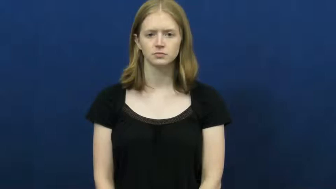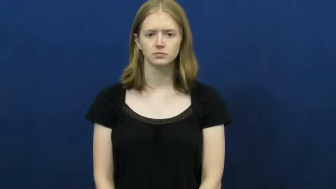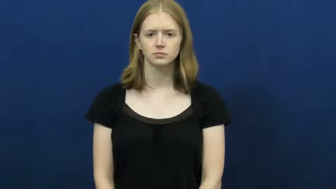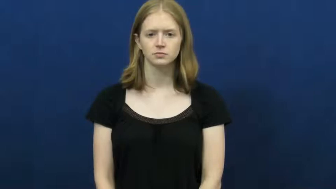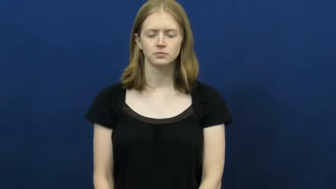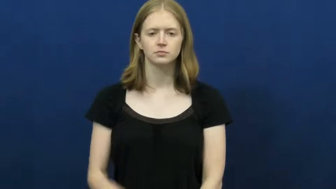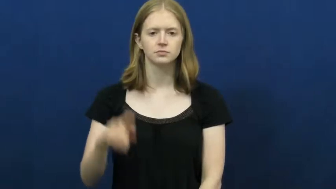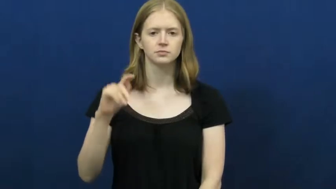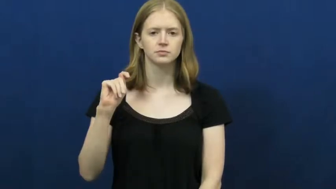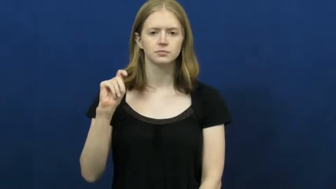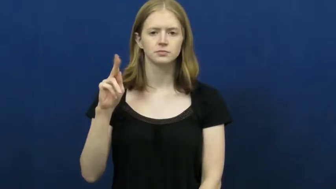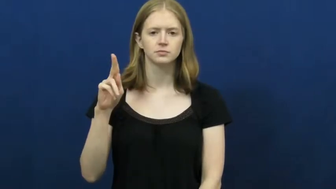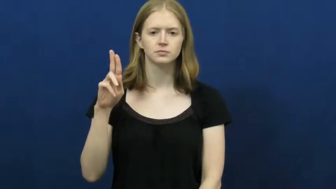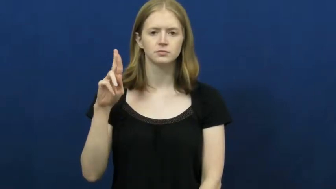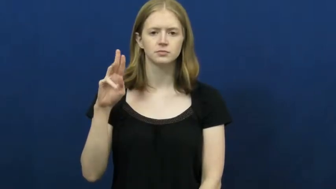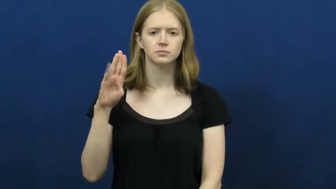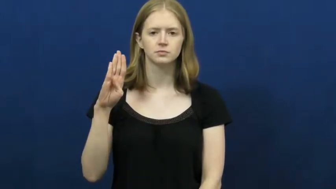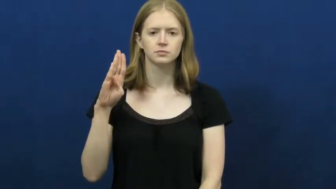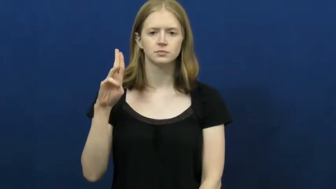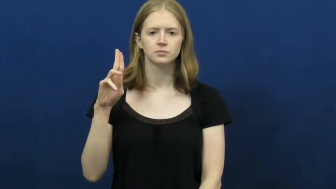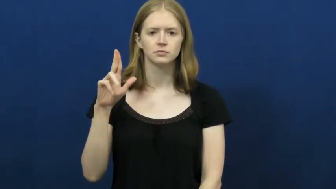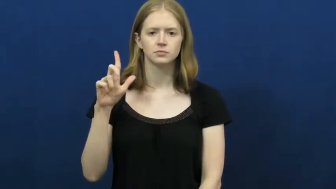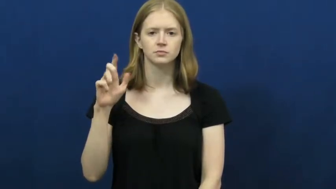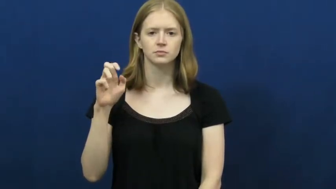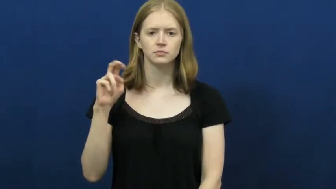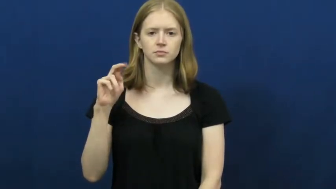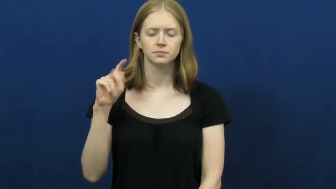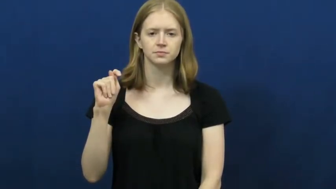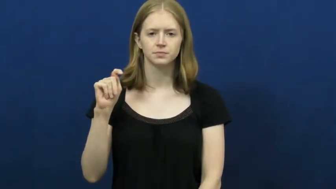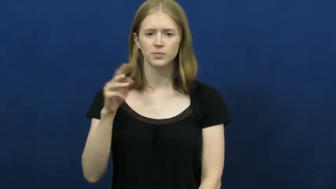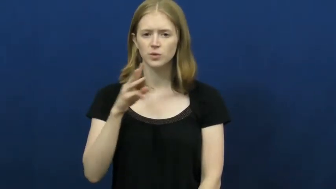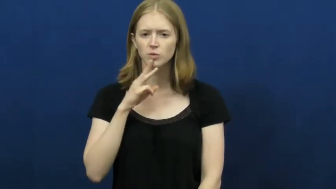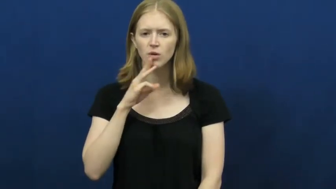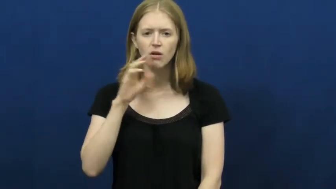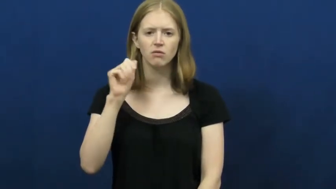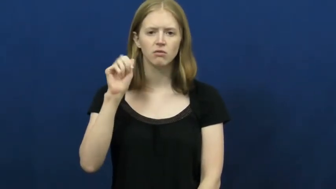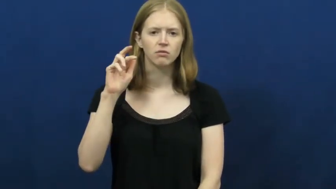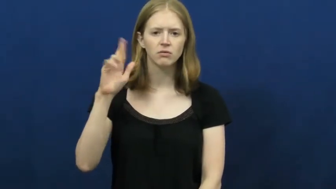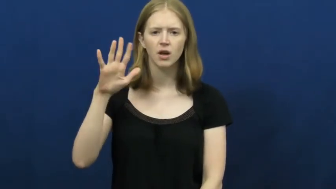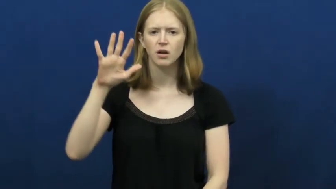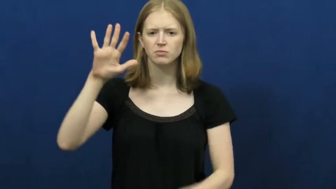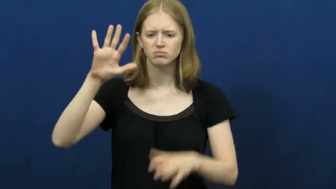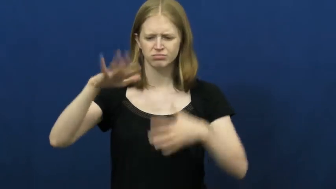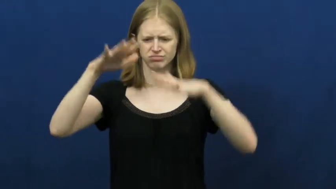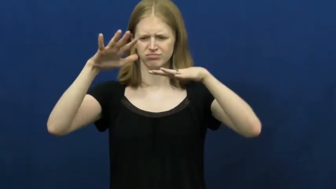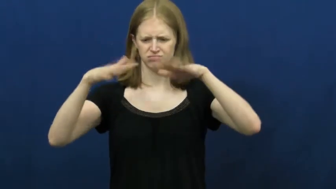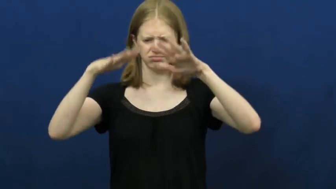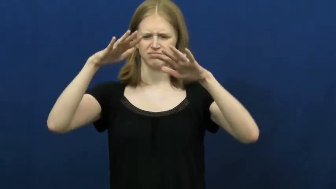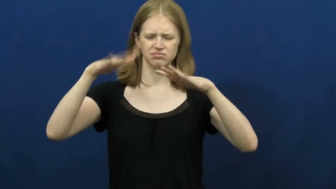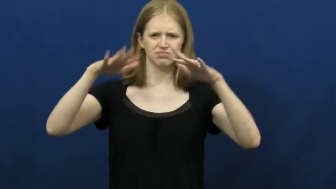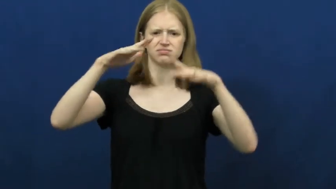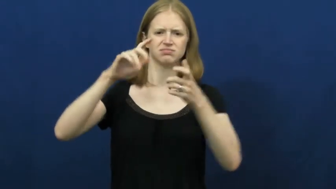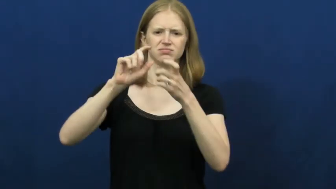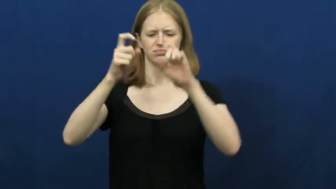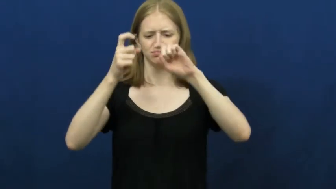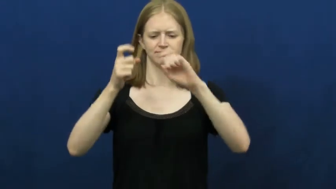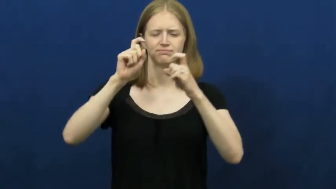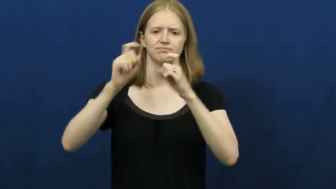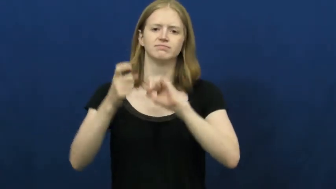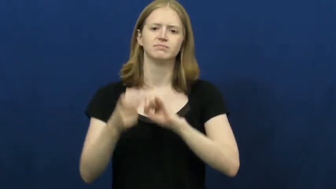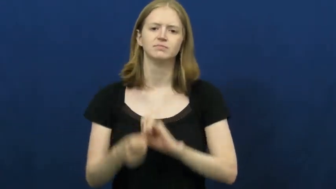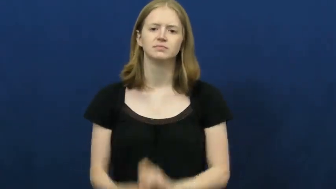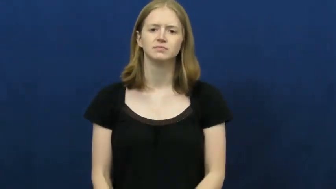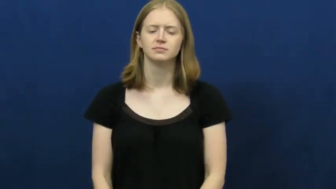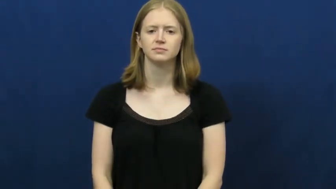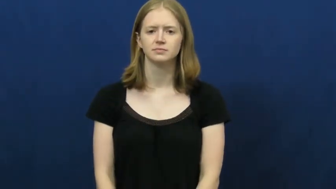turbulent,rough-water air